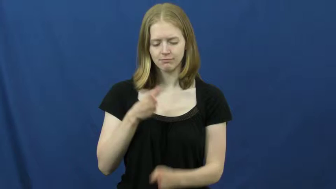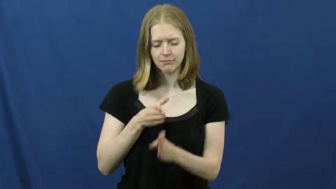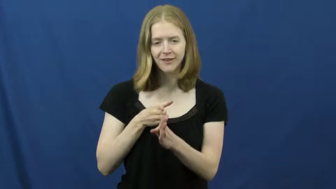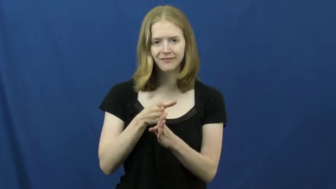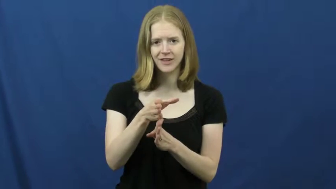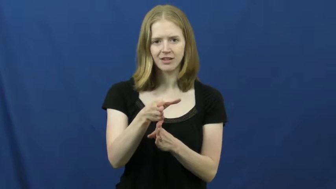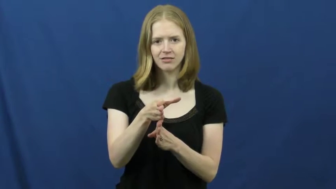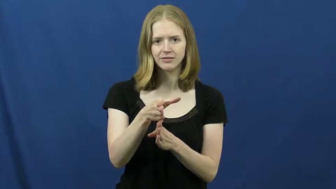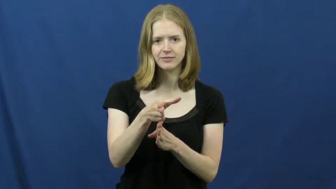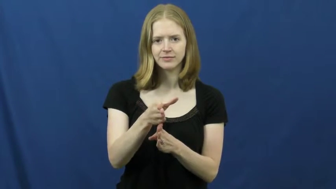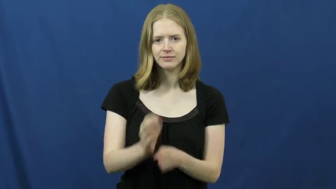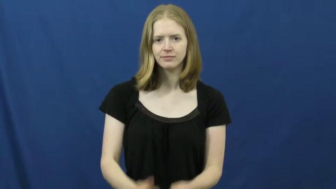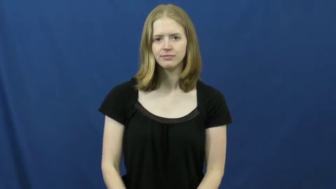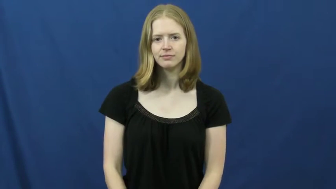main-common